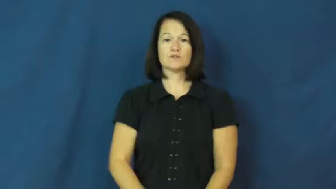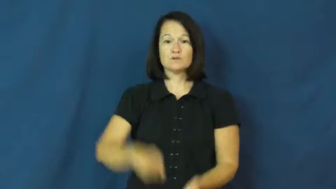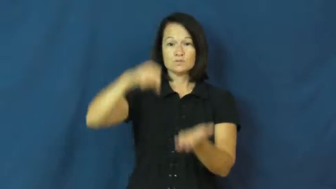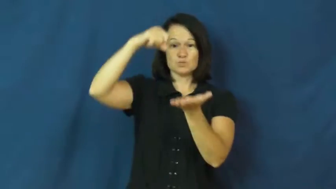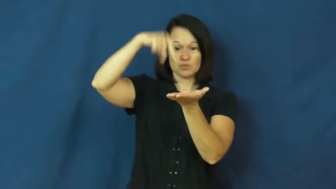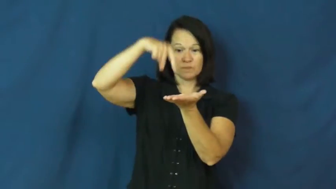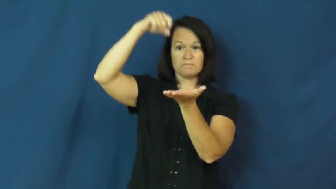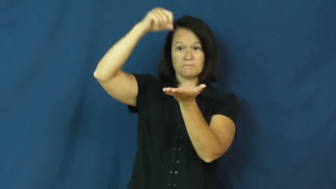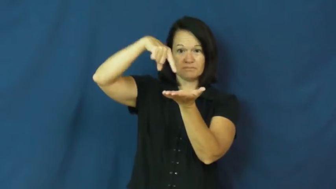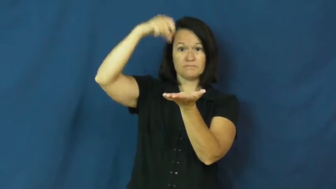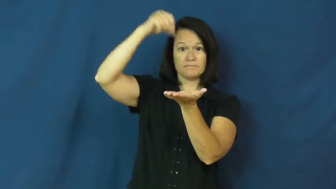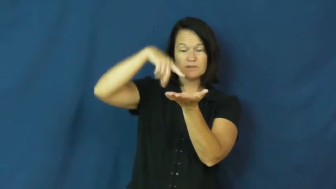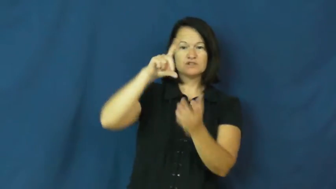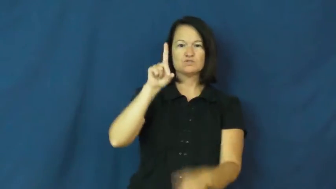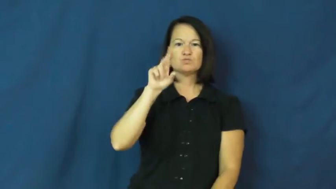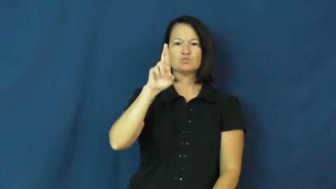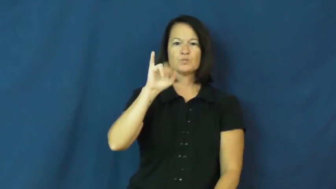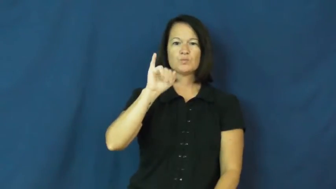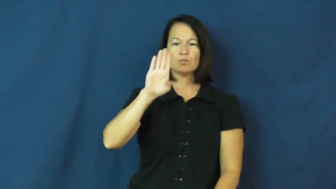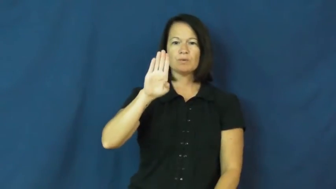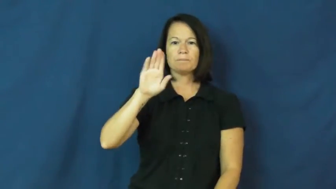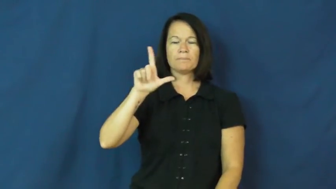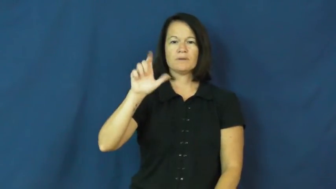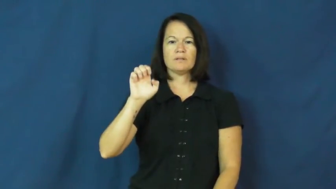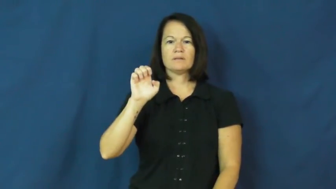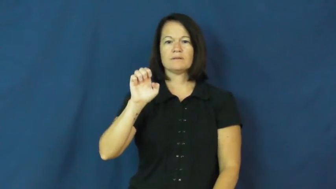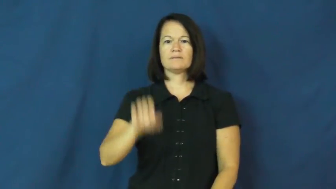dribble-drip